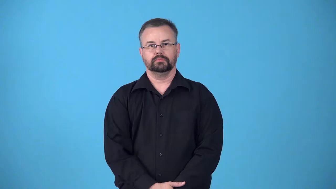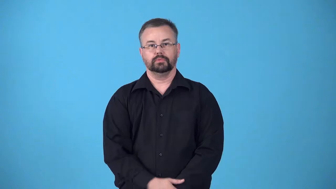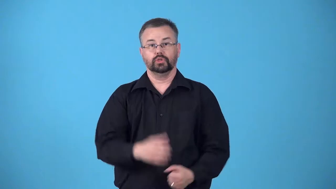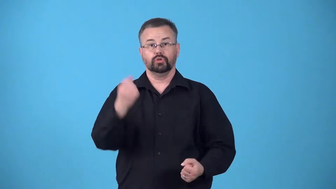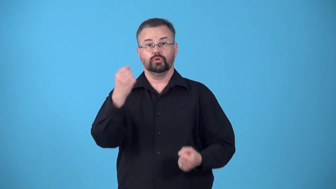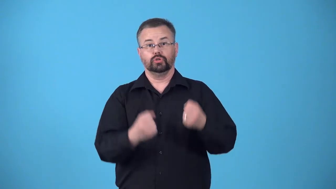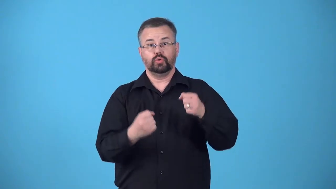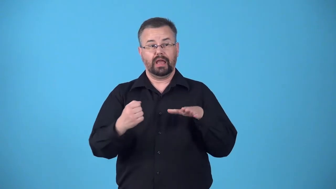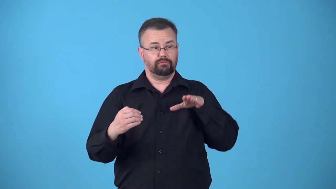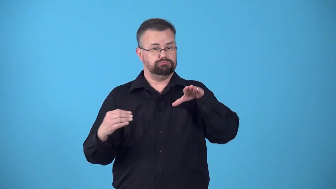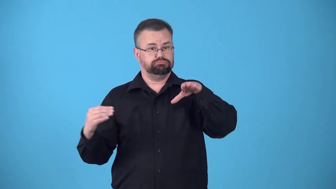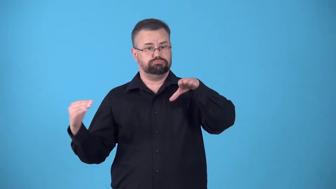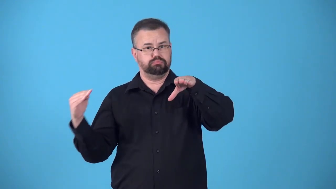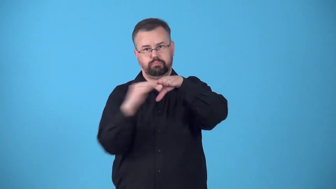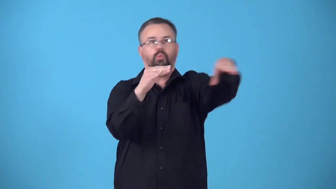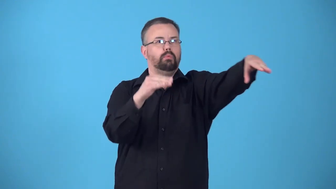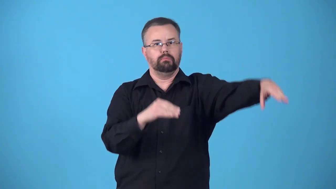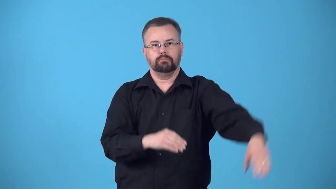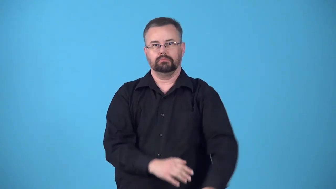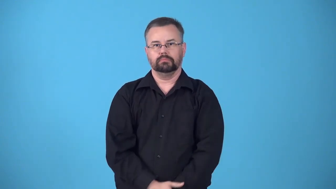blindside-hit side of a traveling vehicle